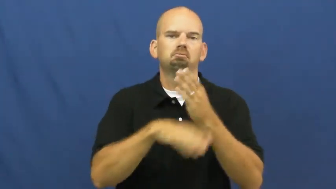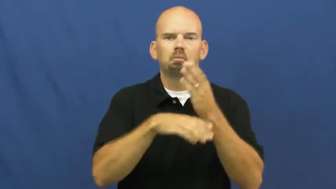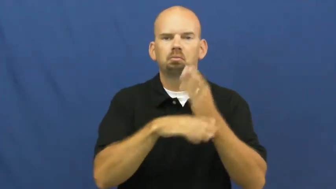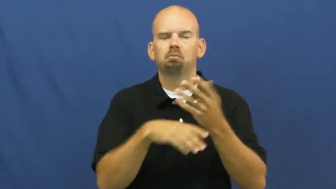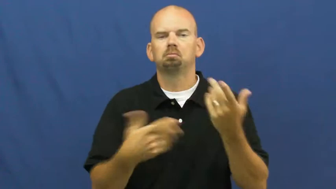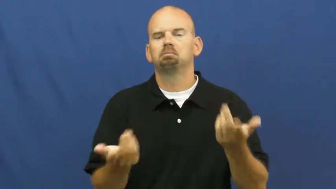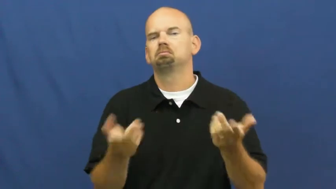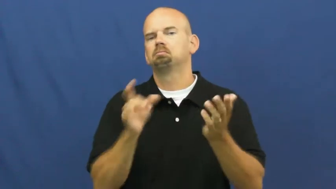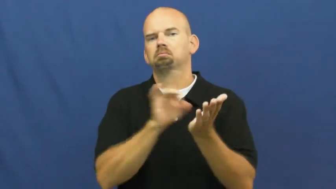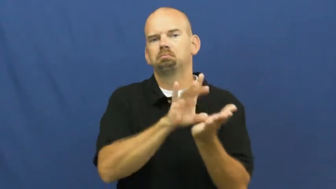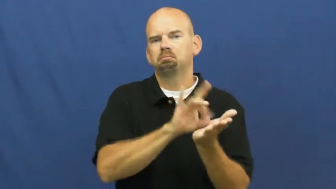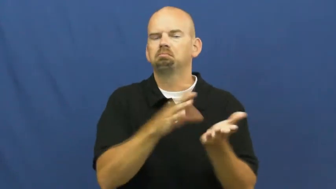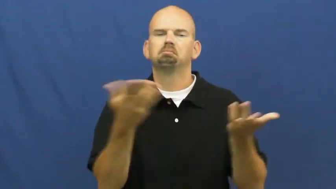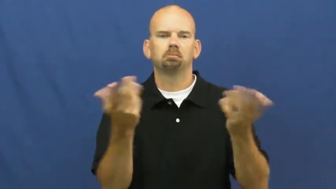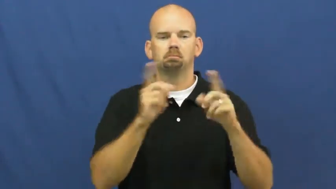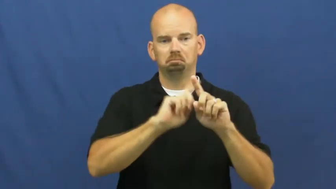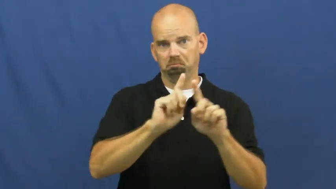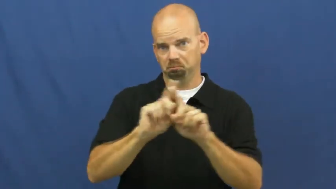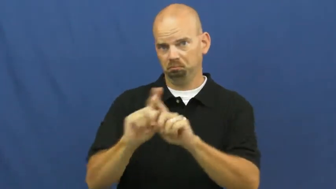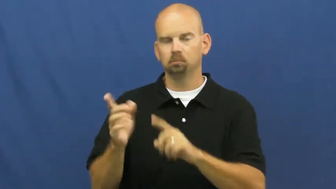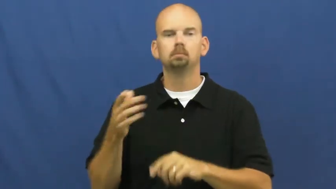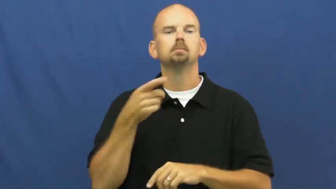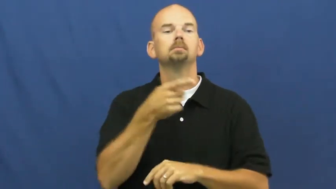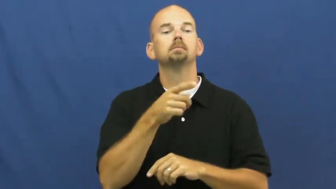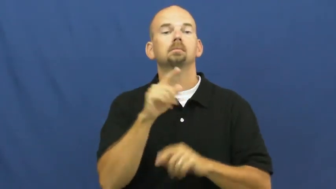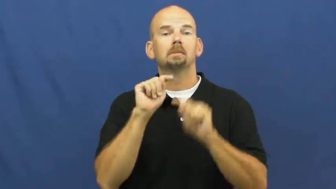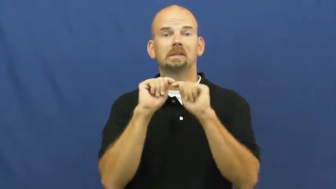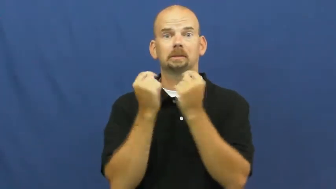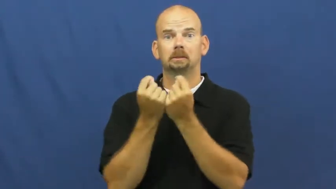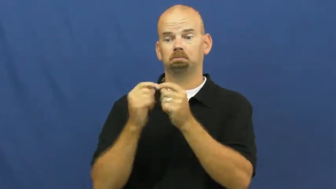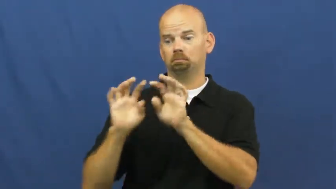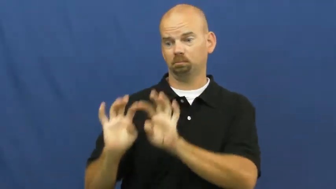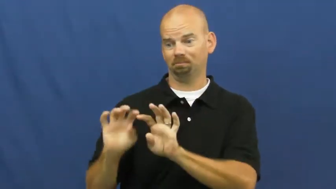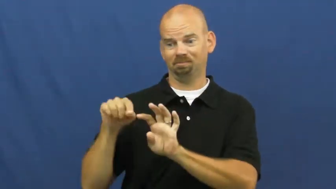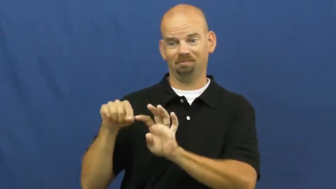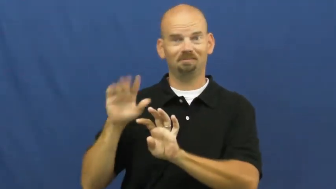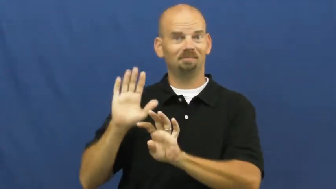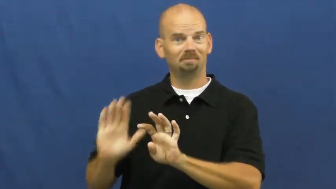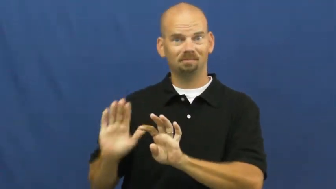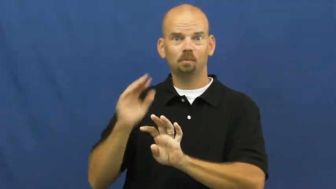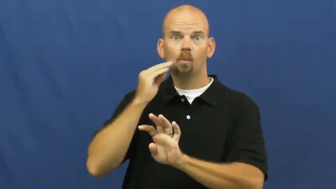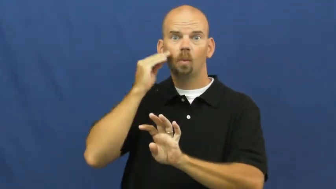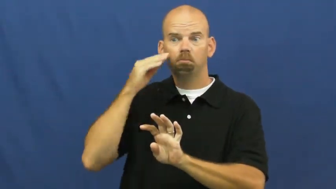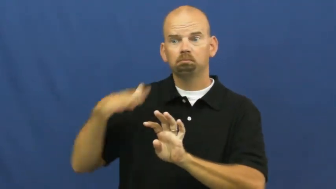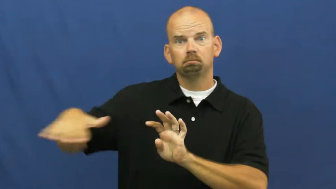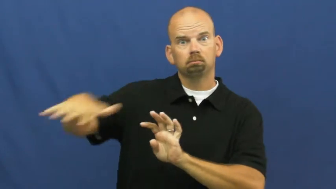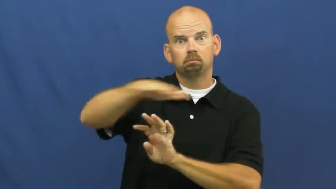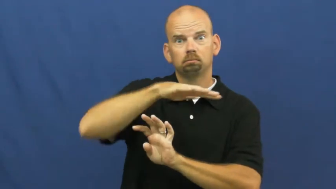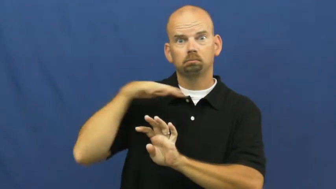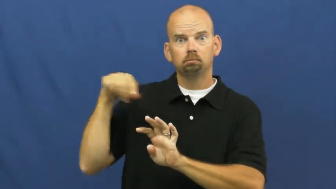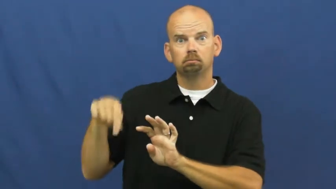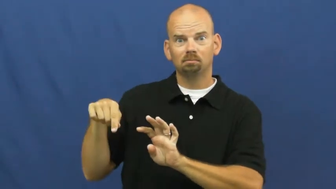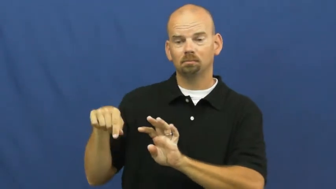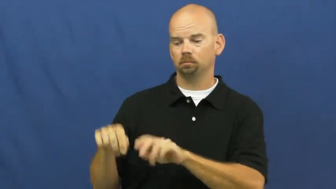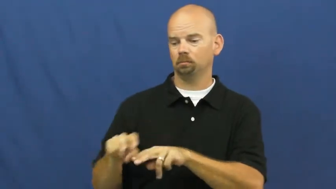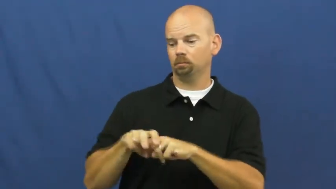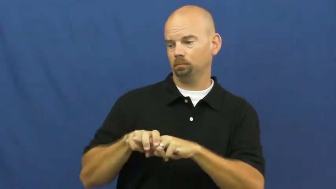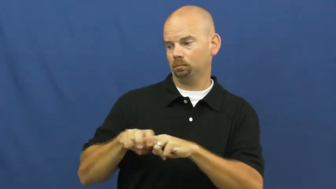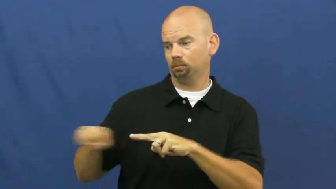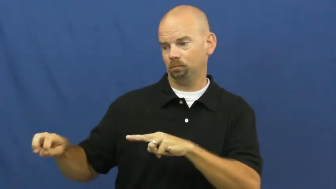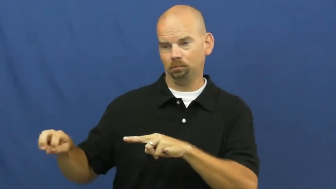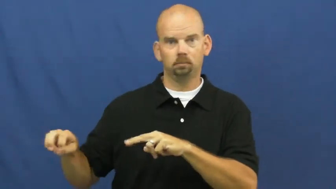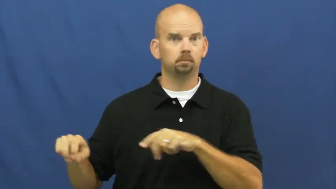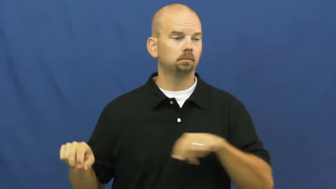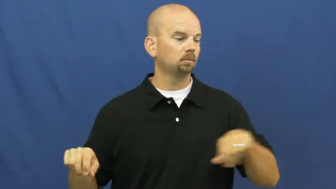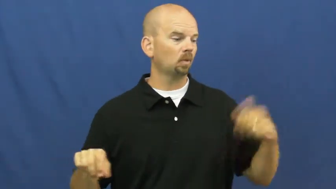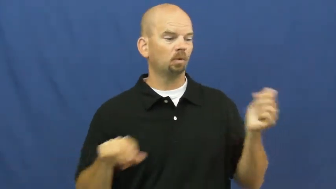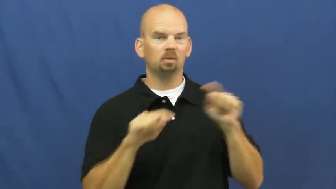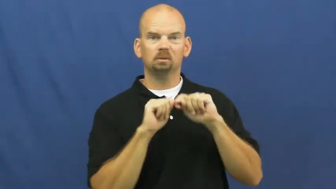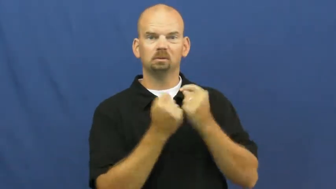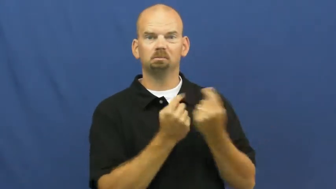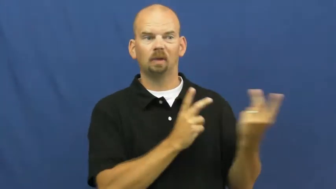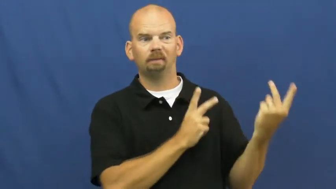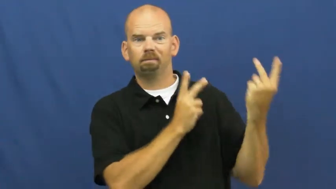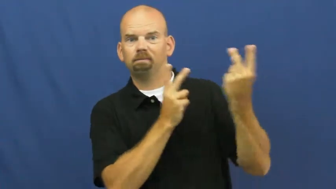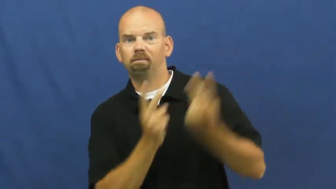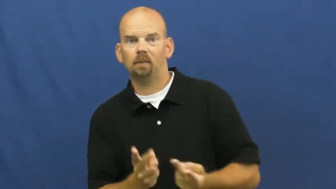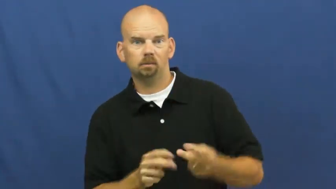home-sports